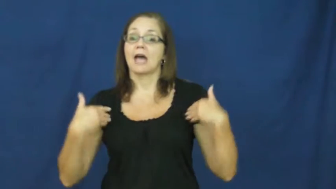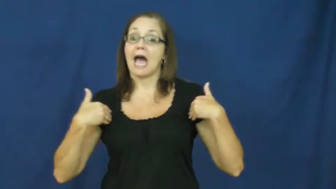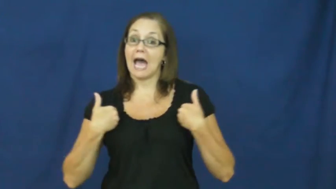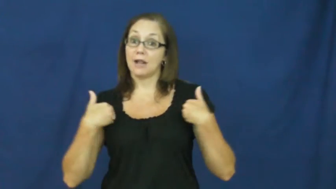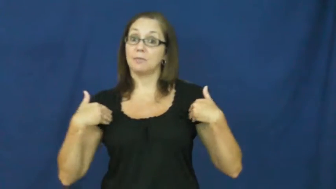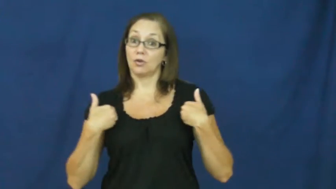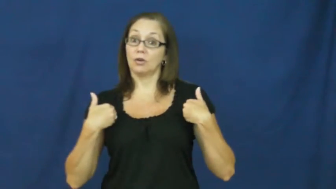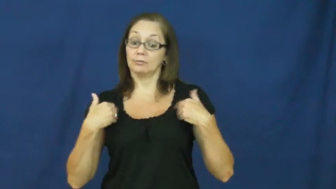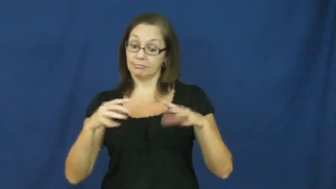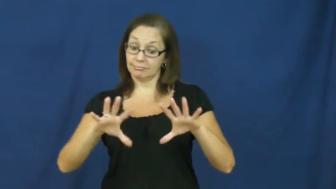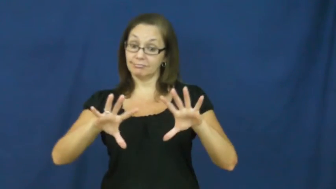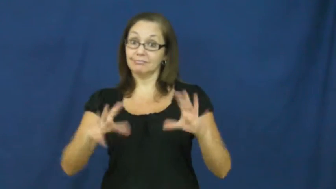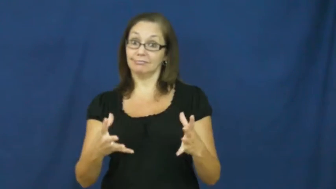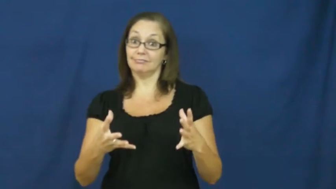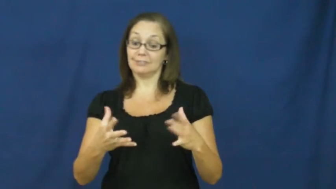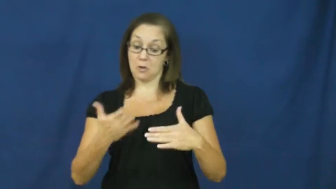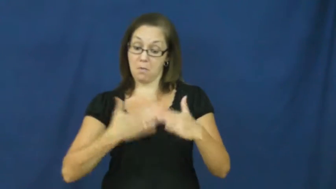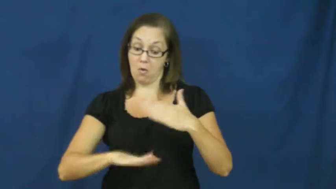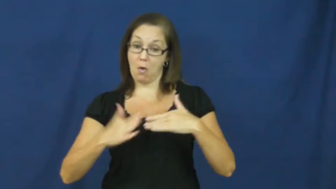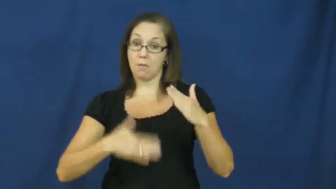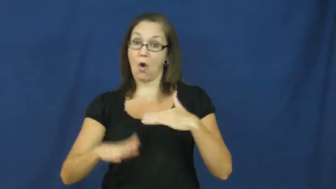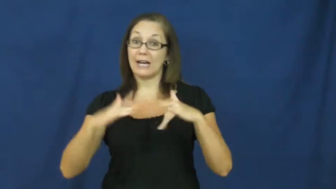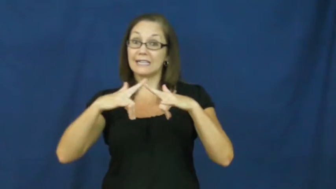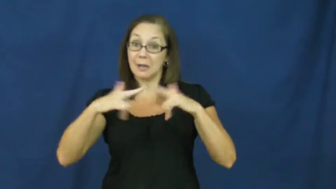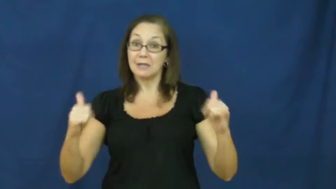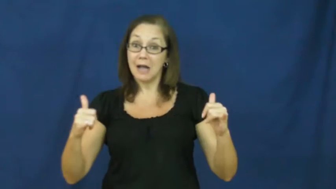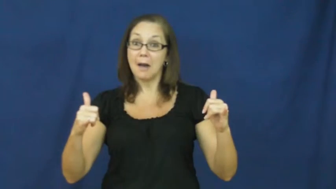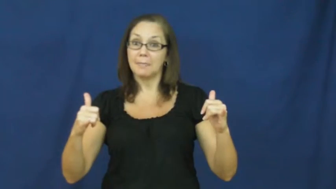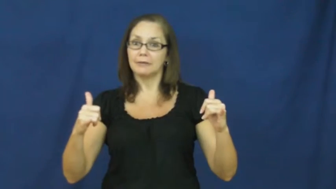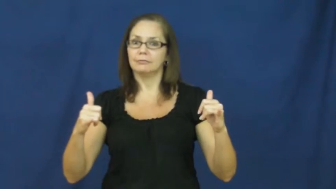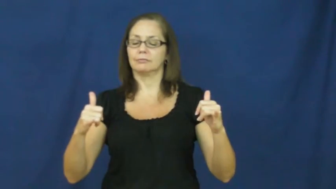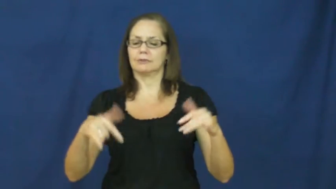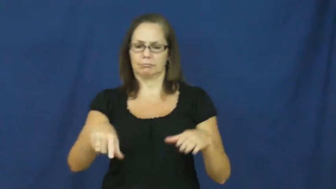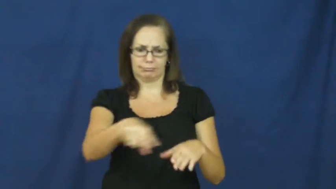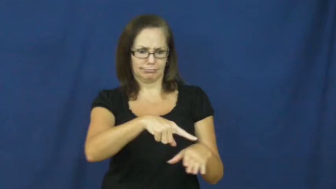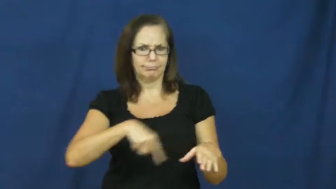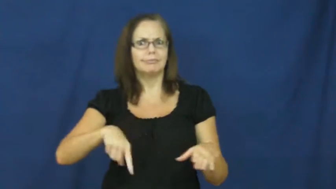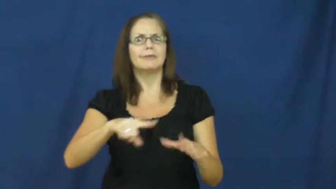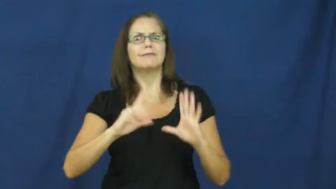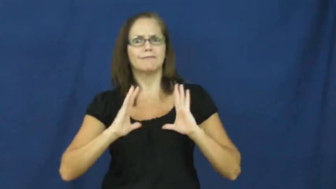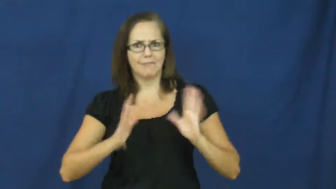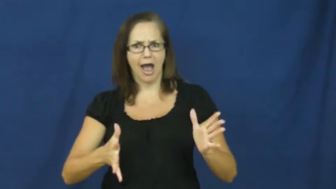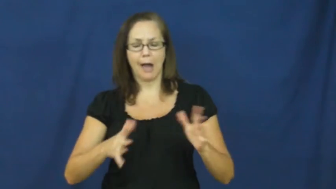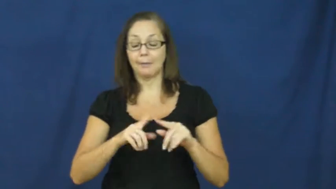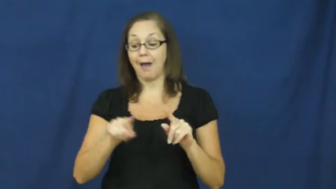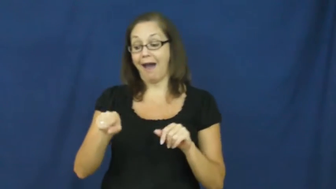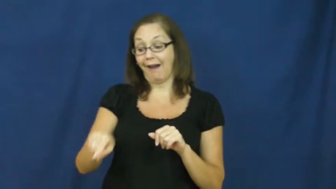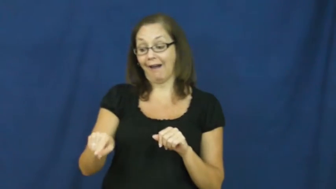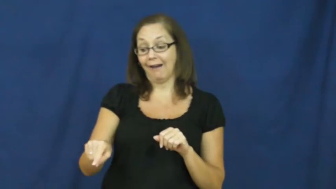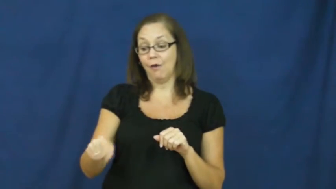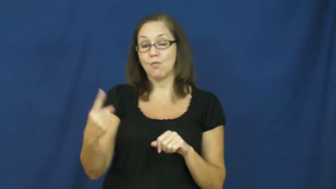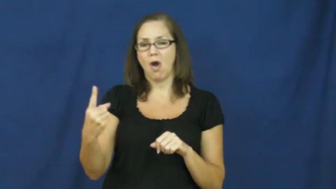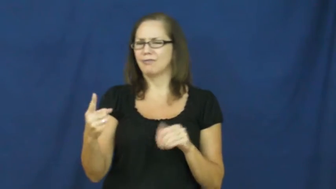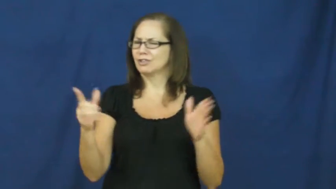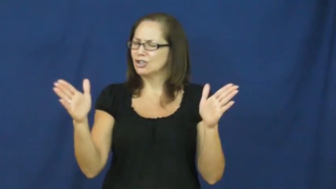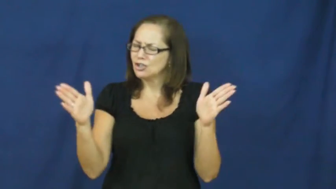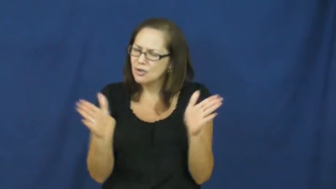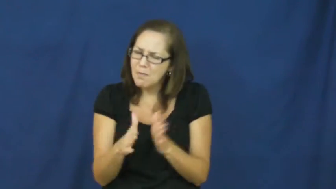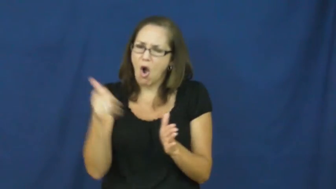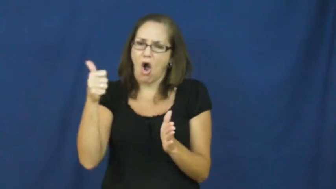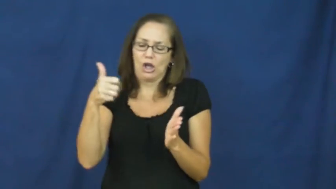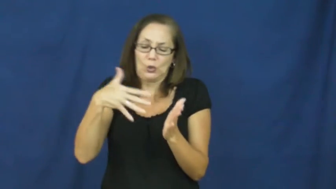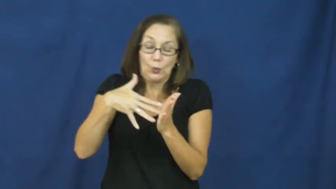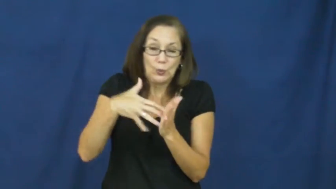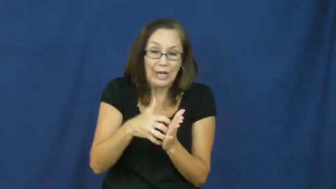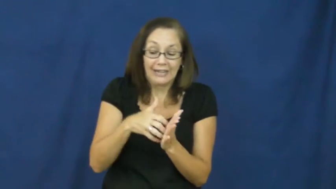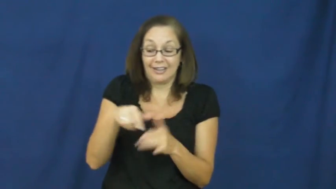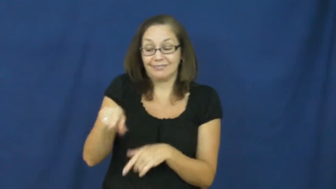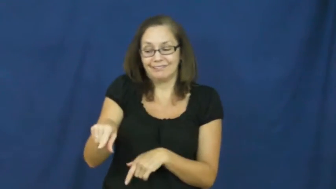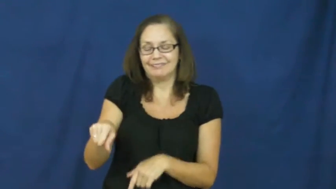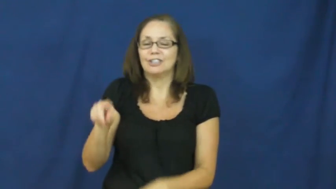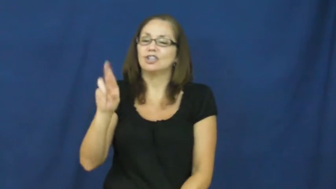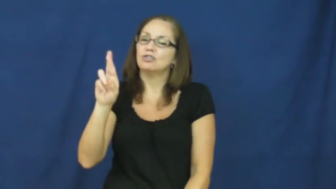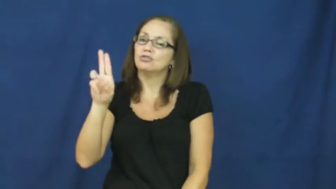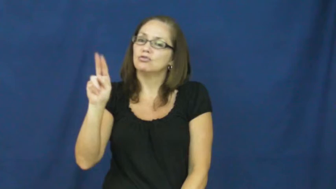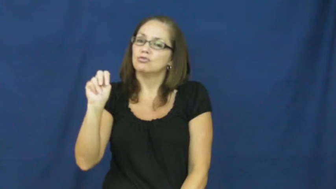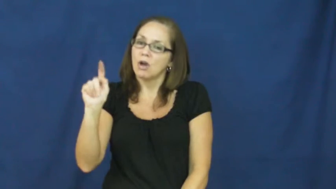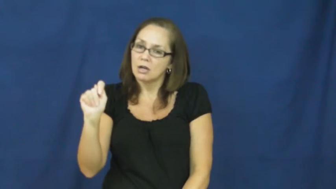runt